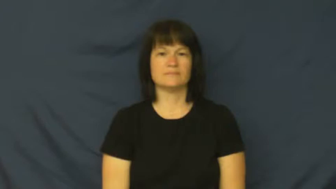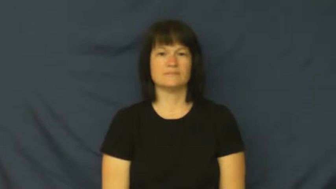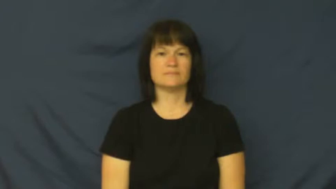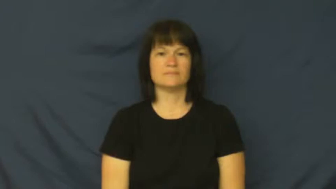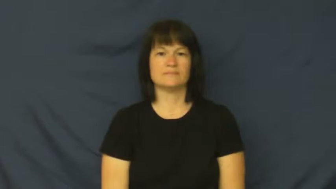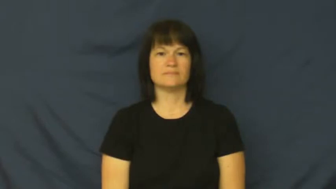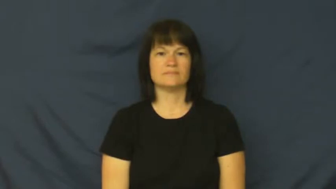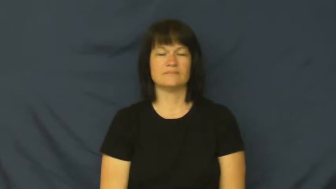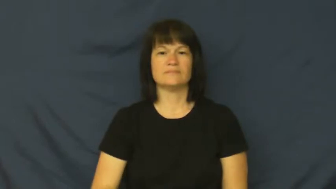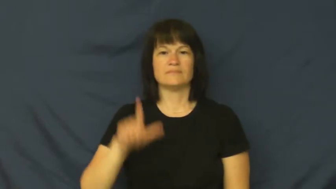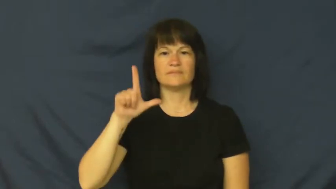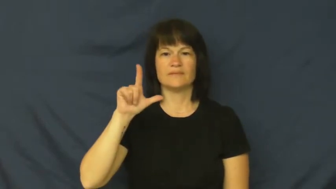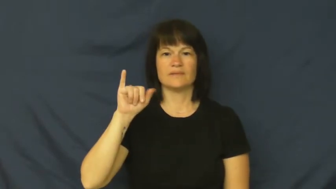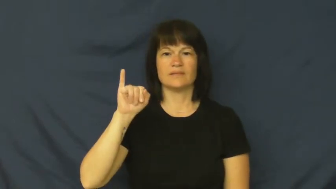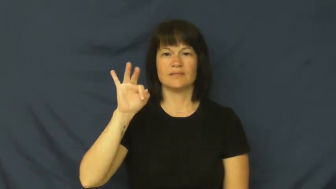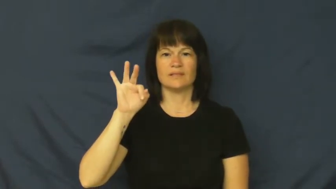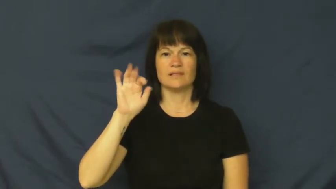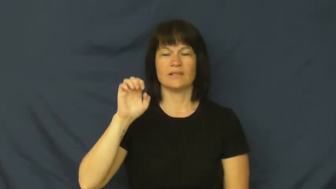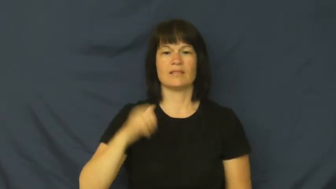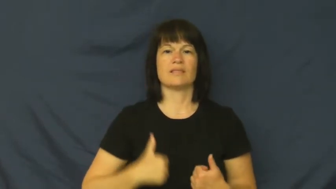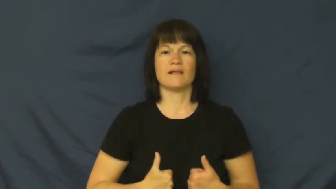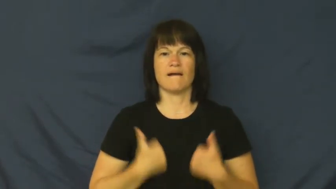life